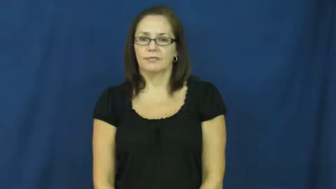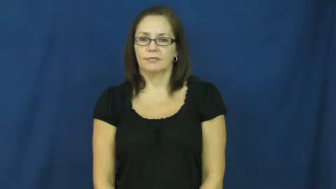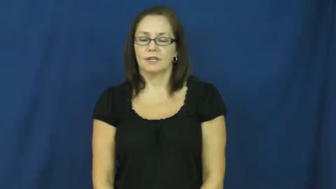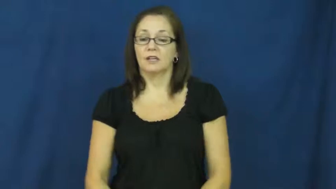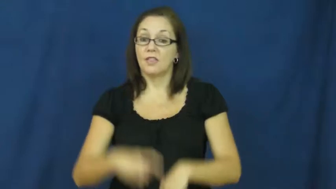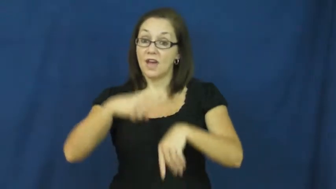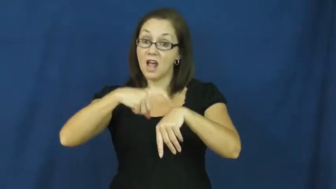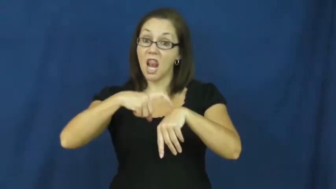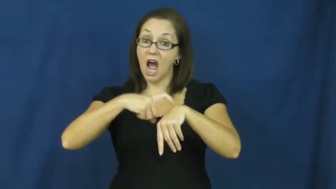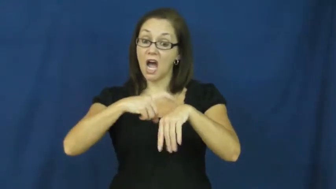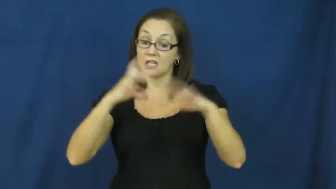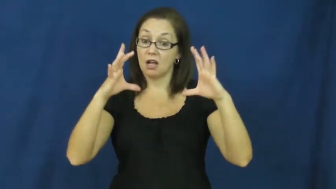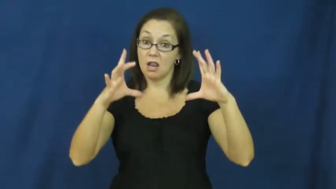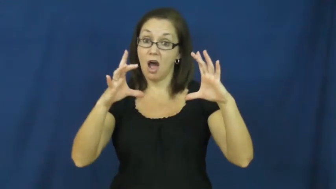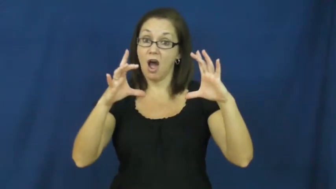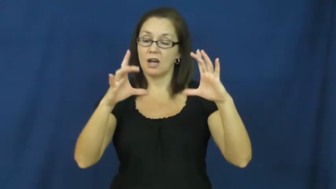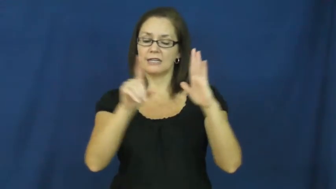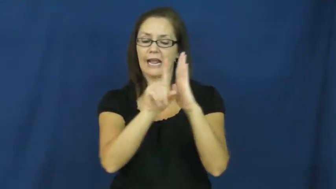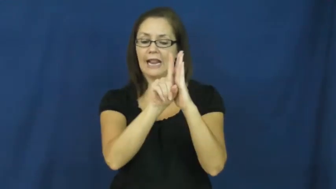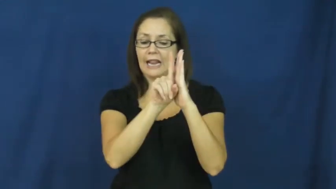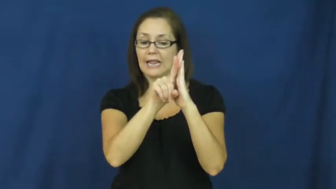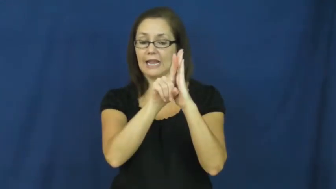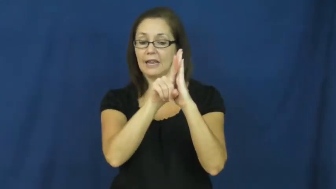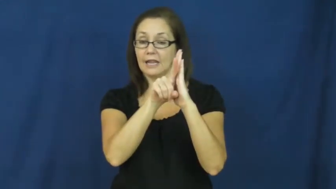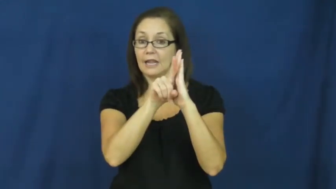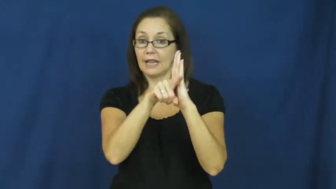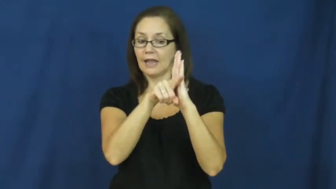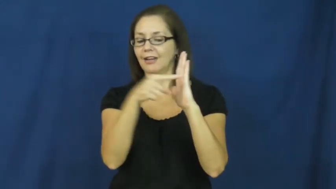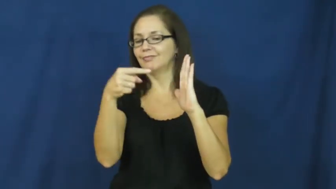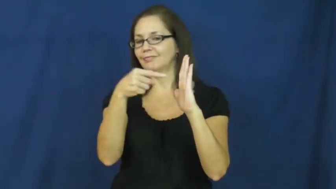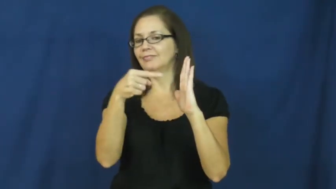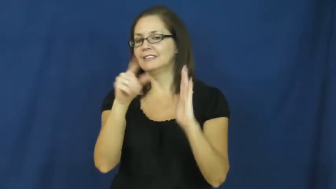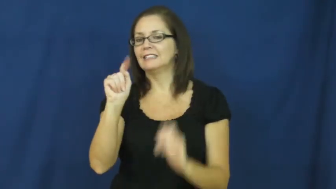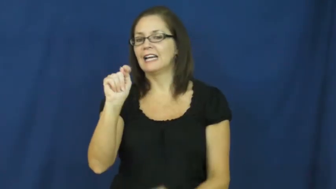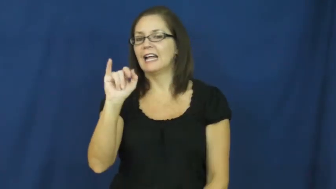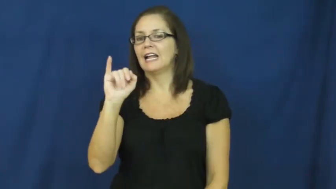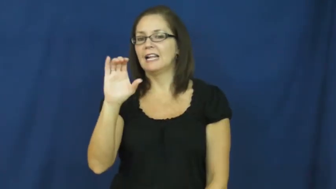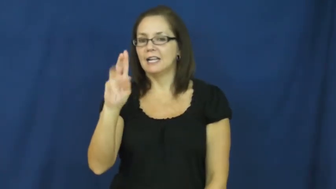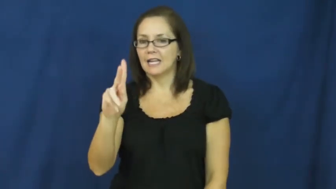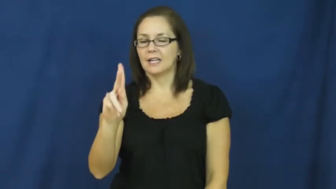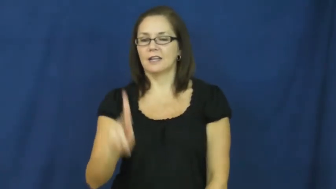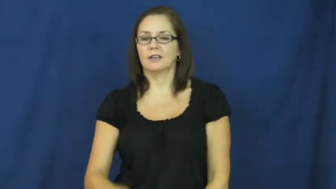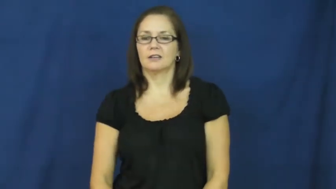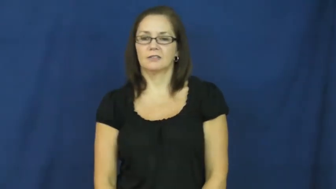tick-clock